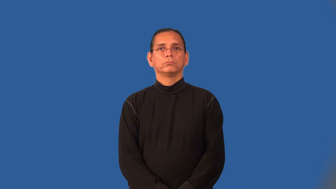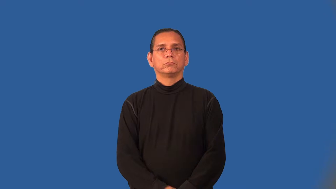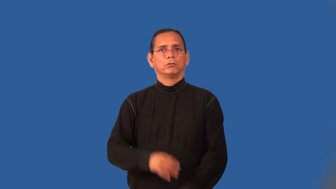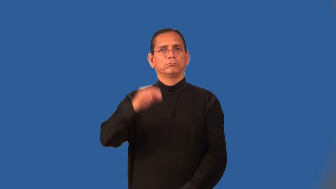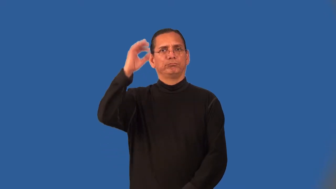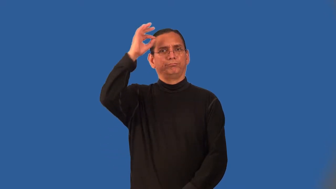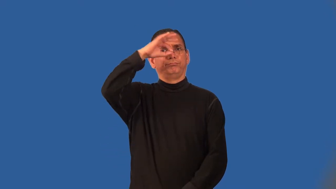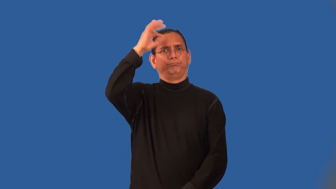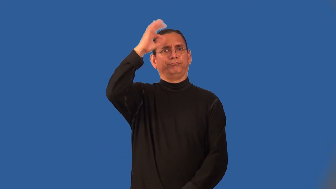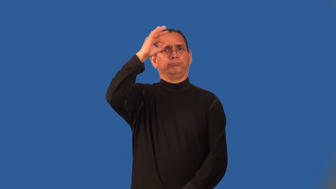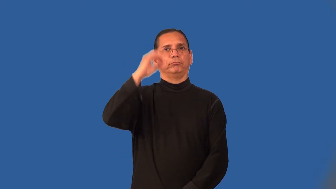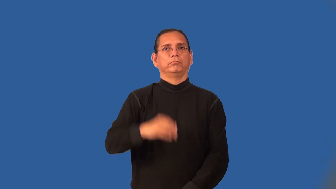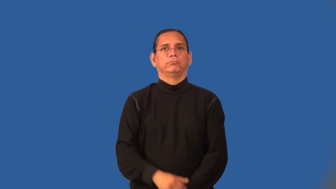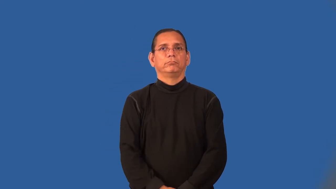oblivion